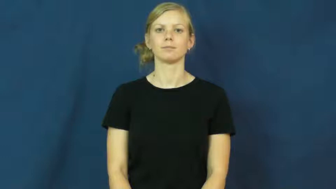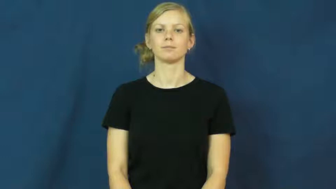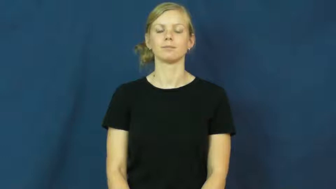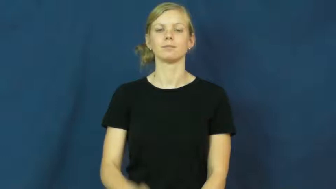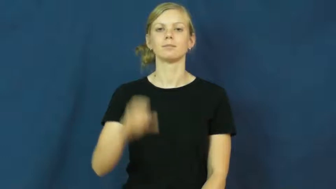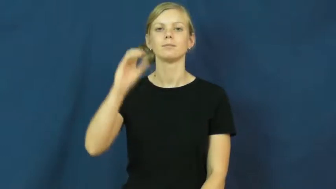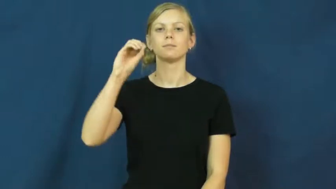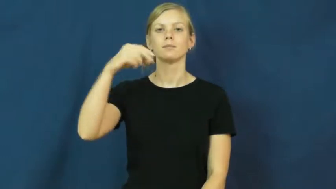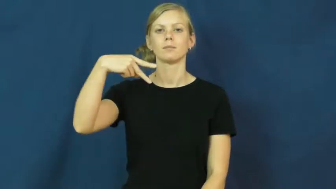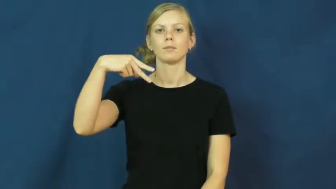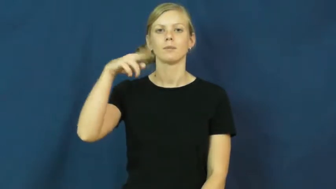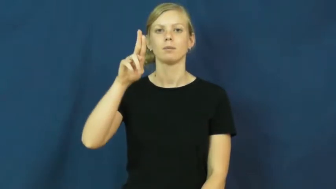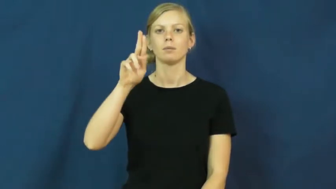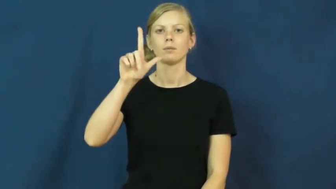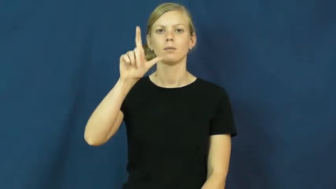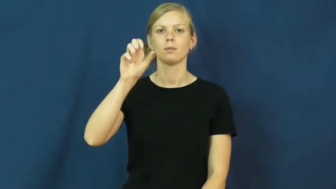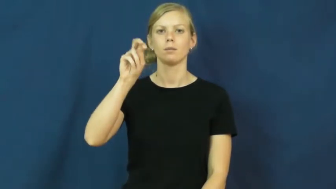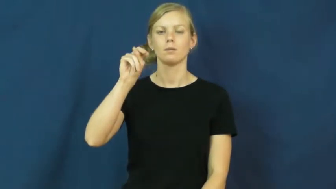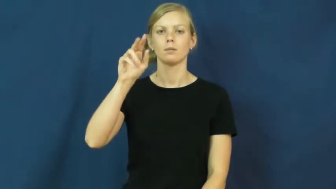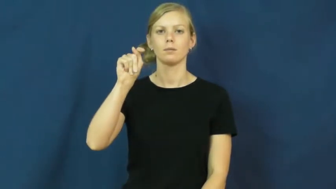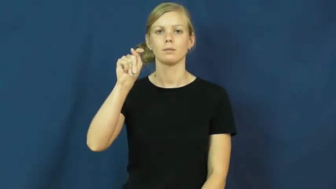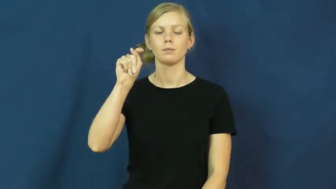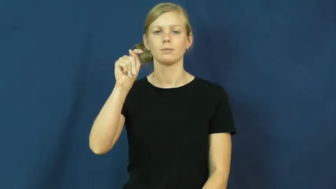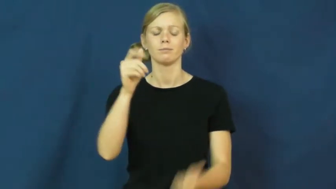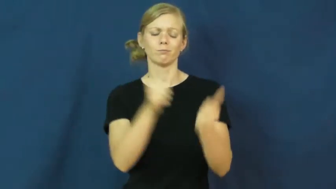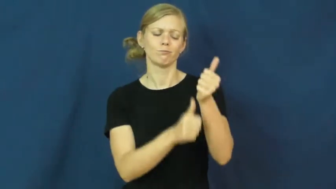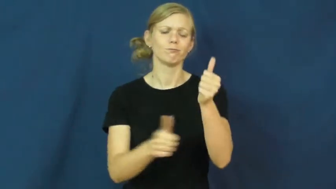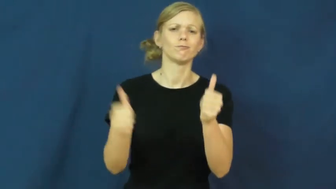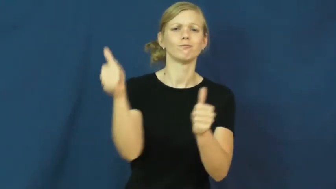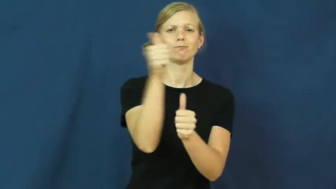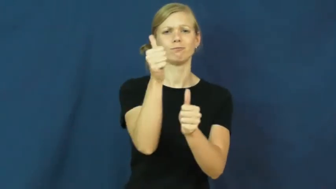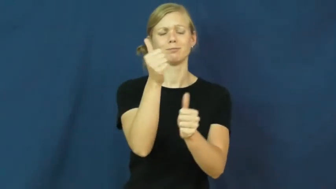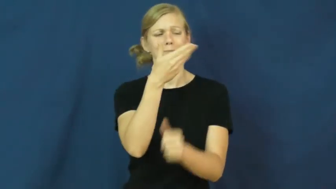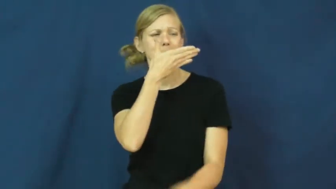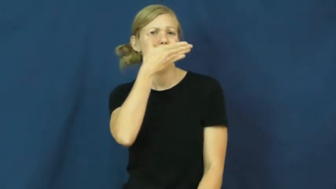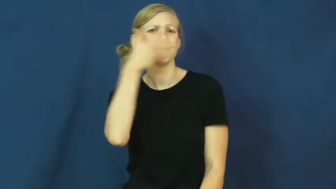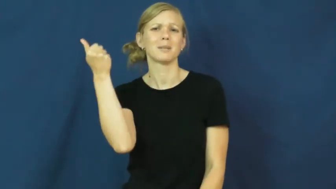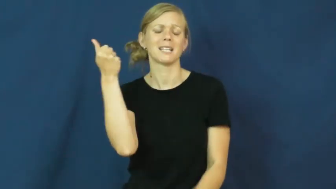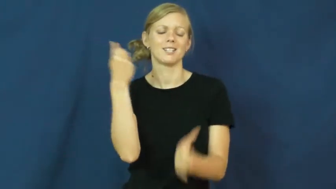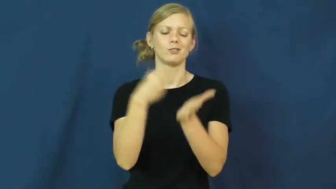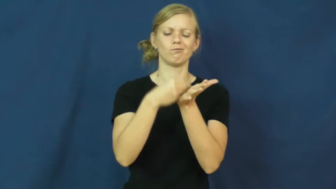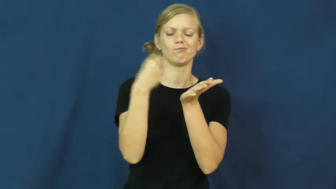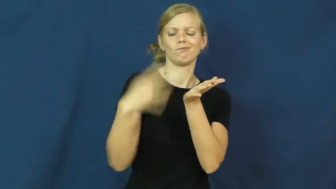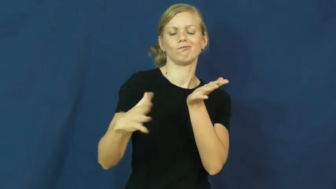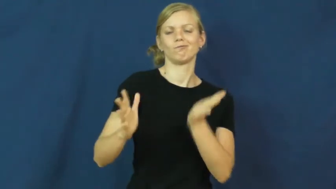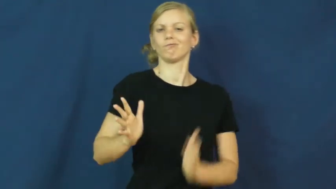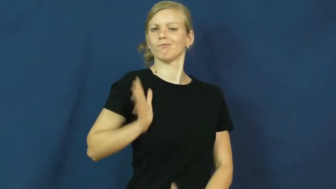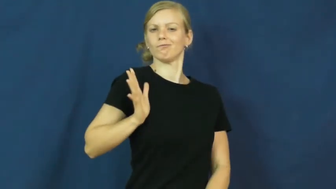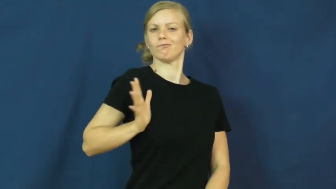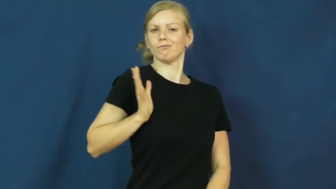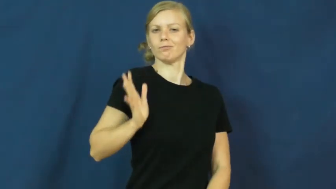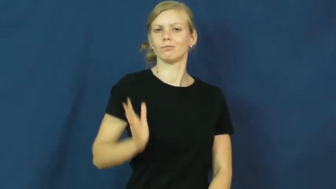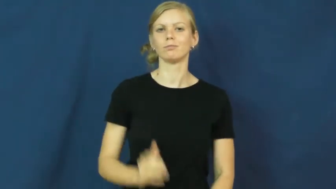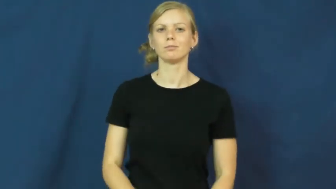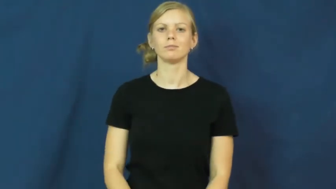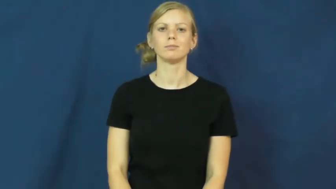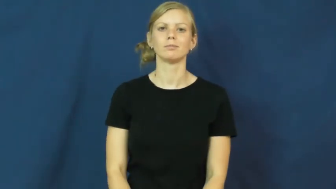opulent